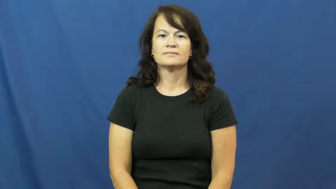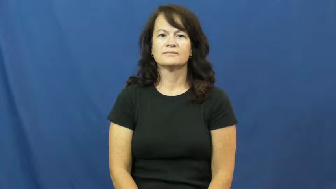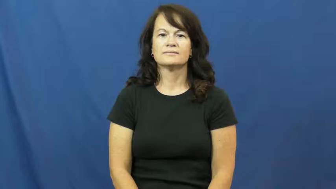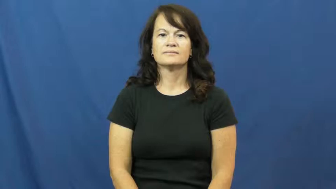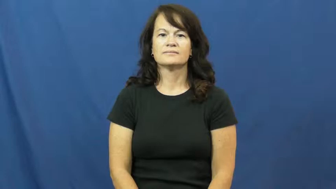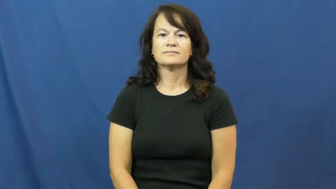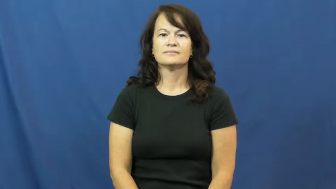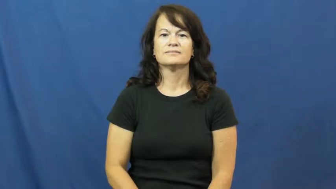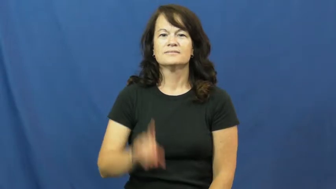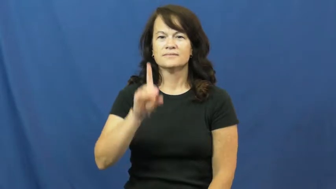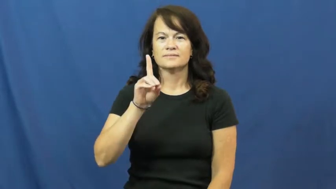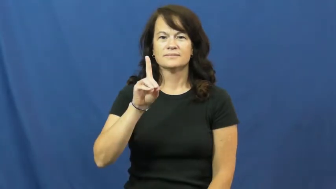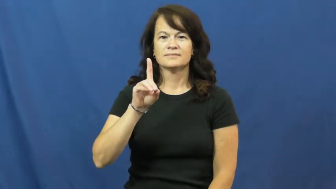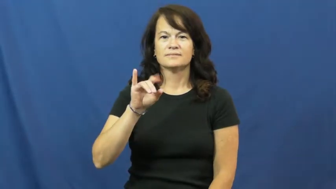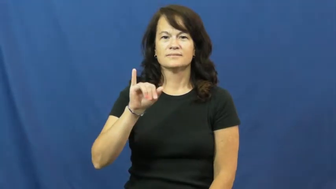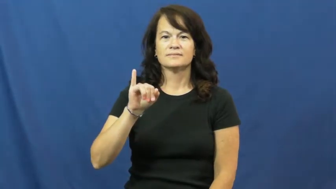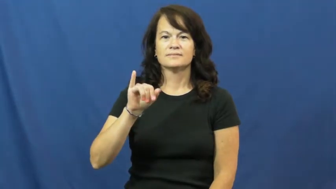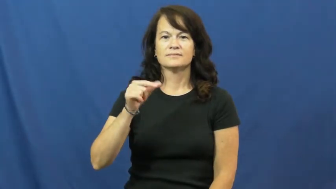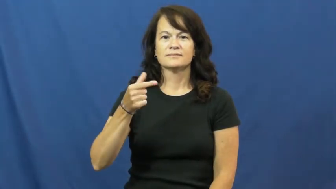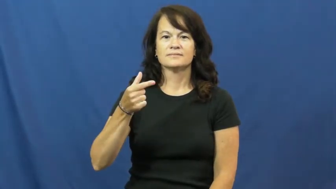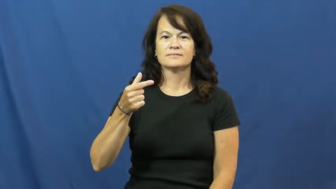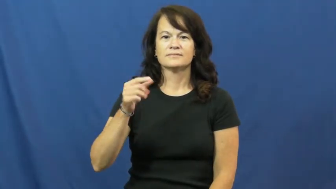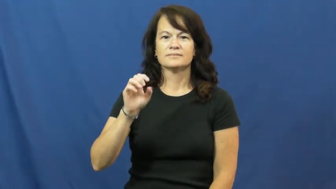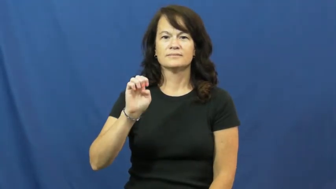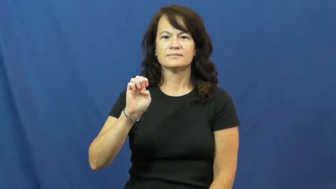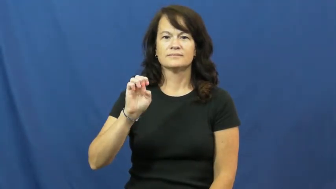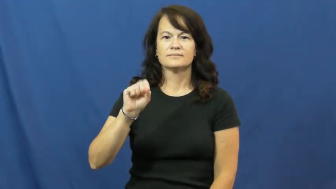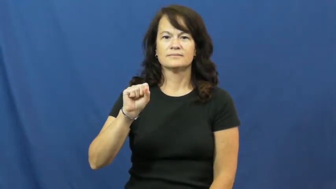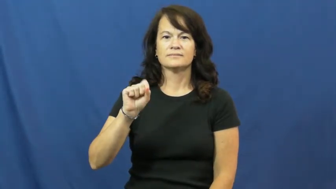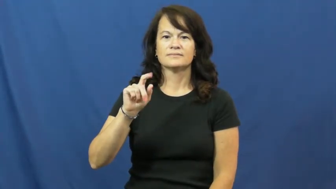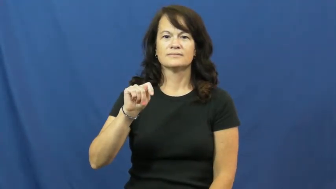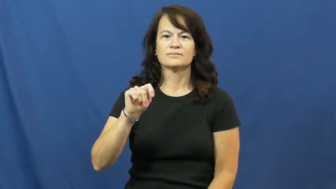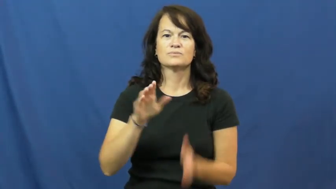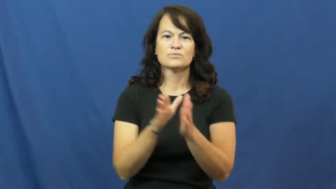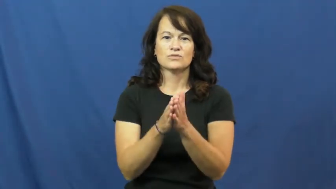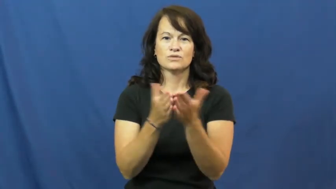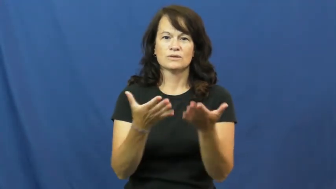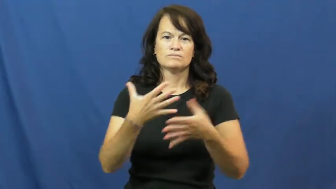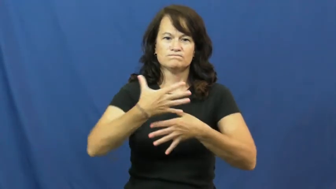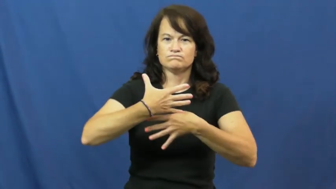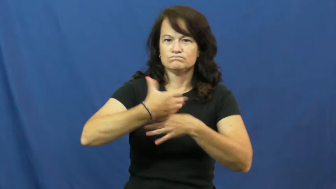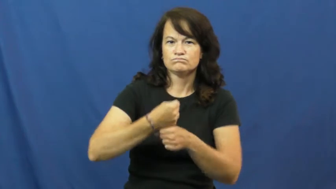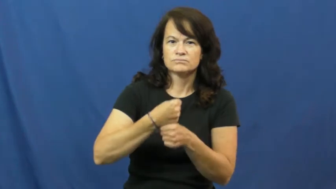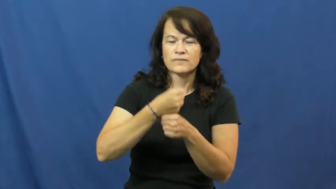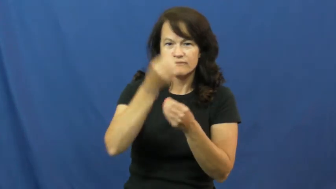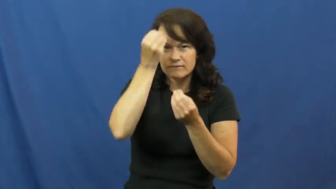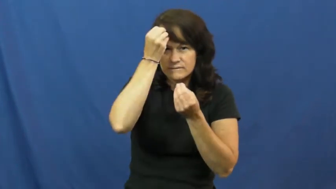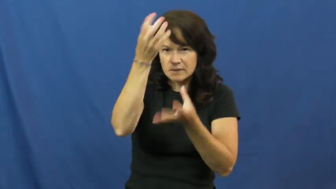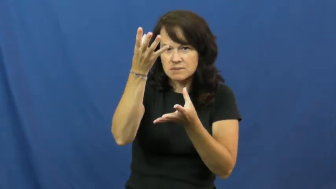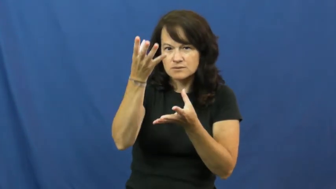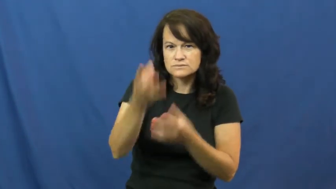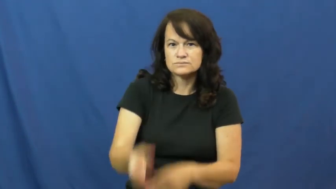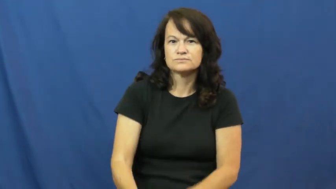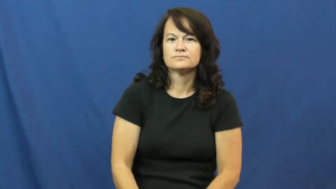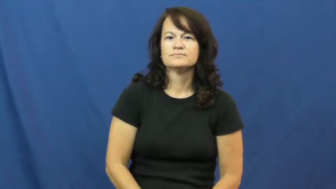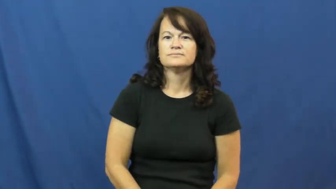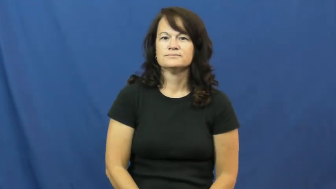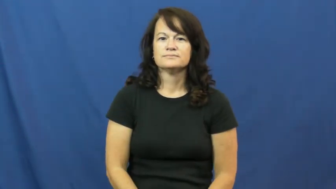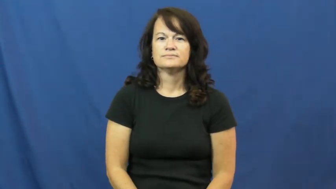digest-book